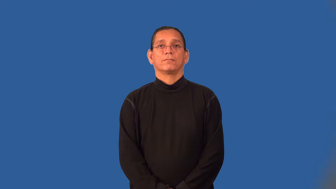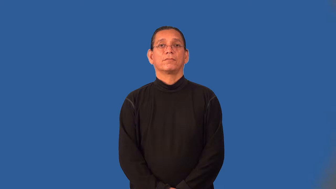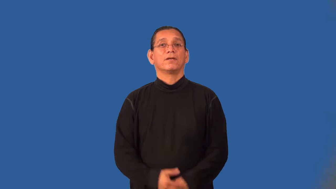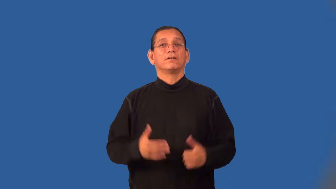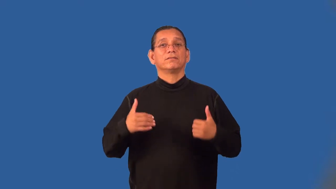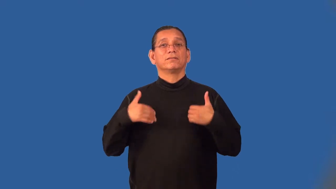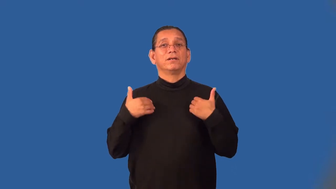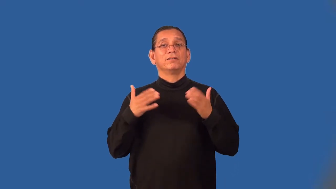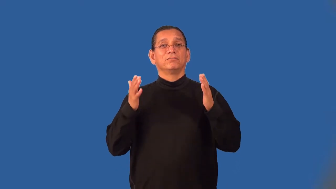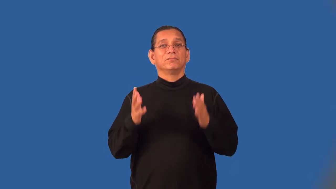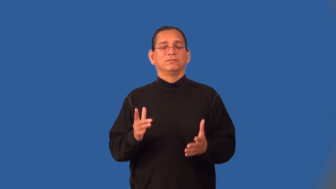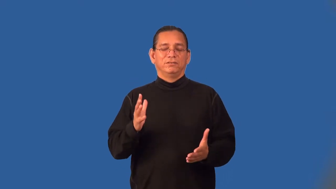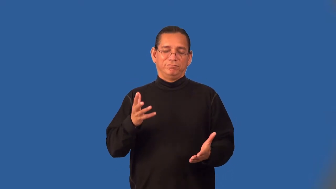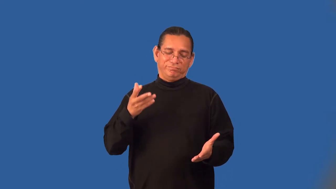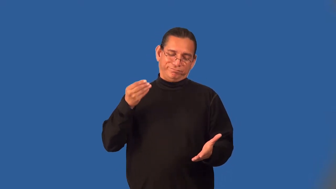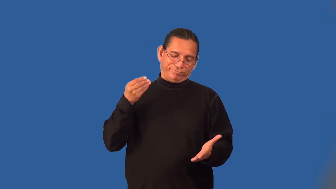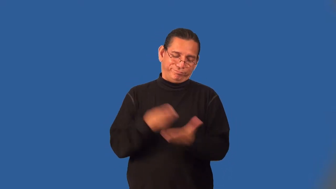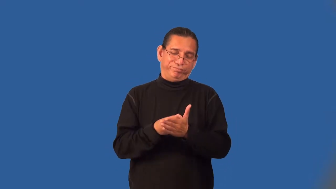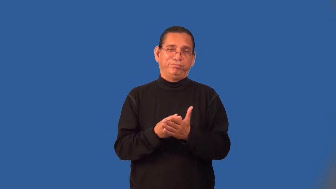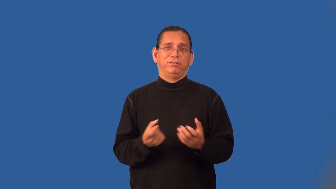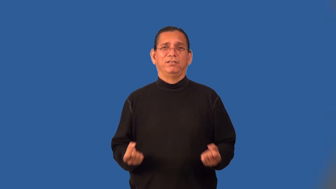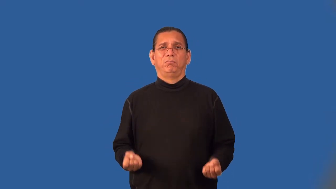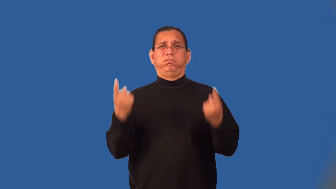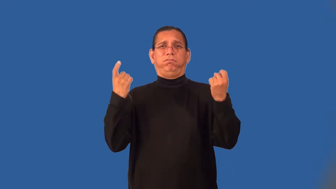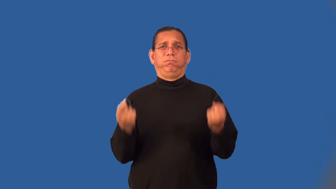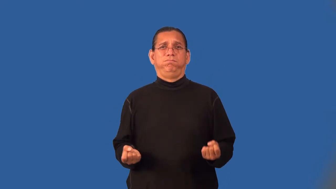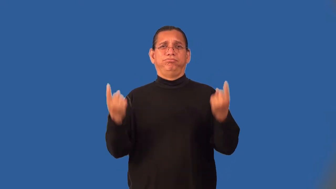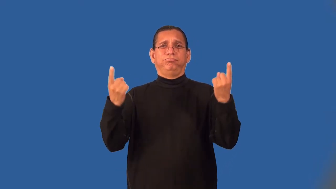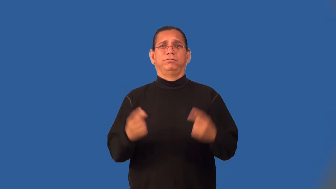yuppie